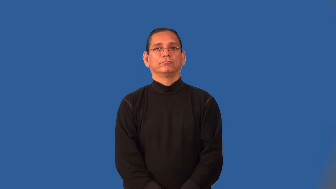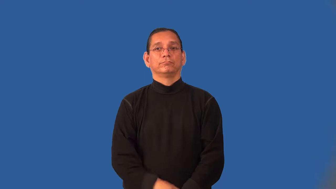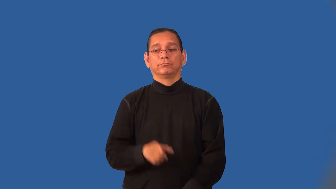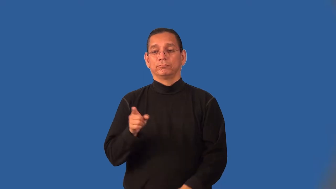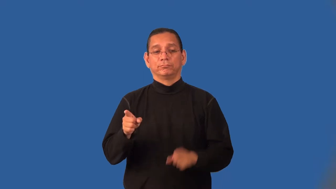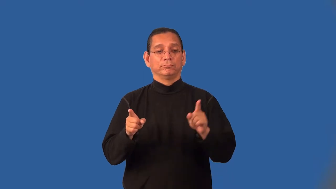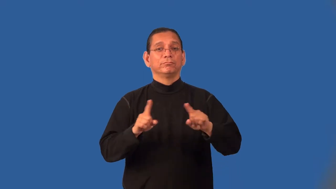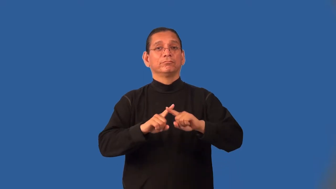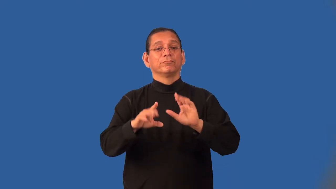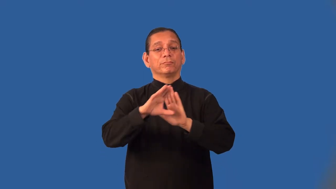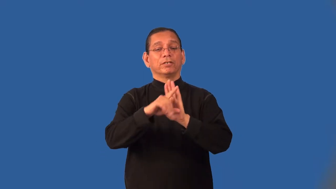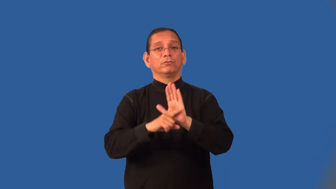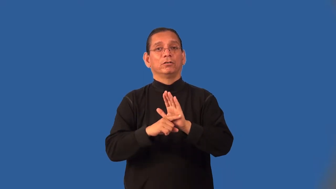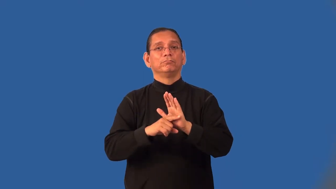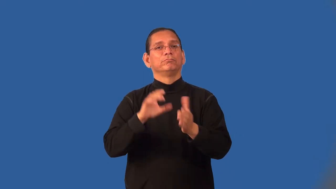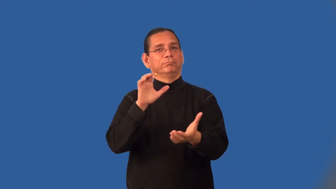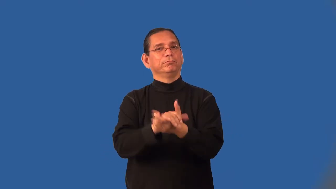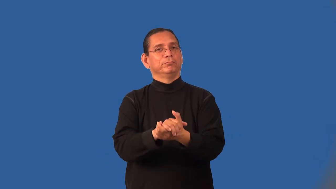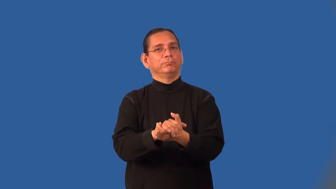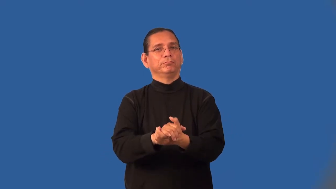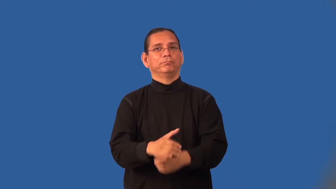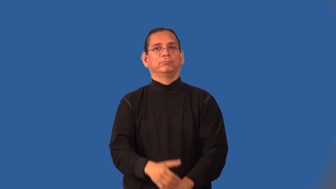intermarry